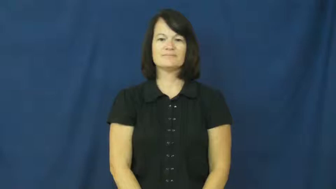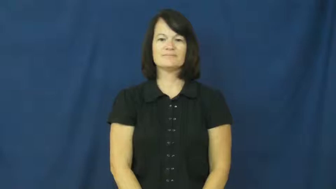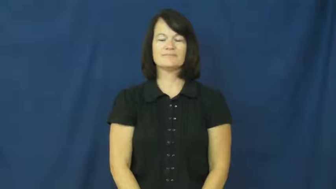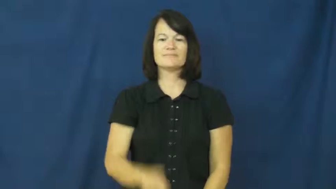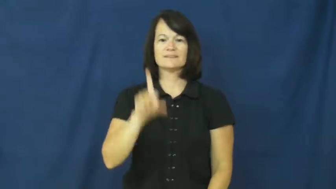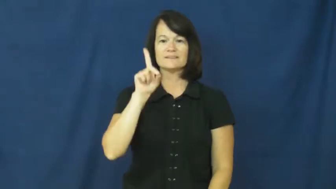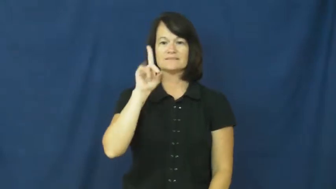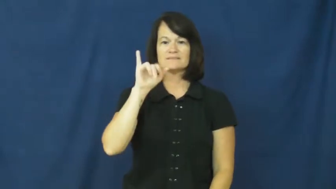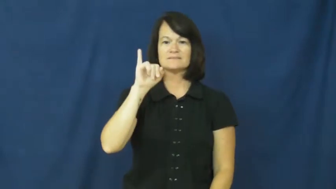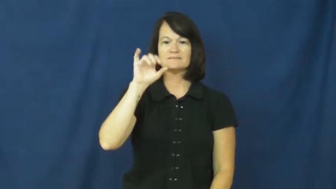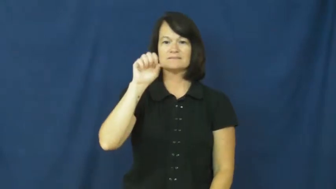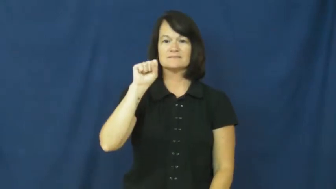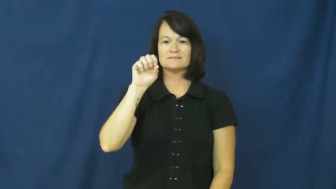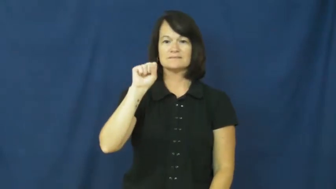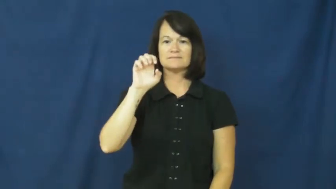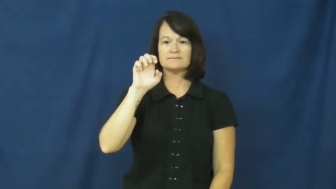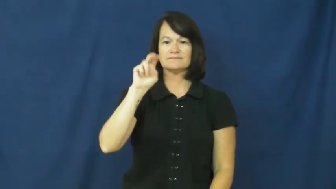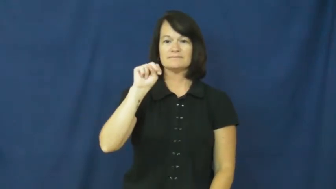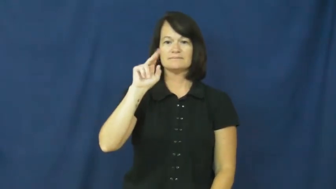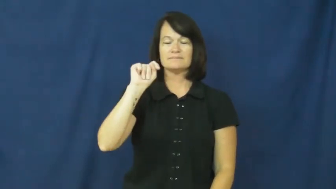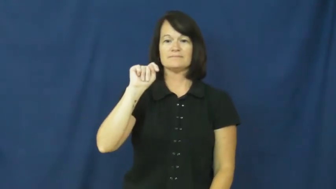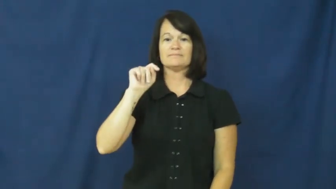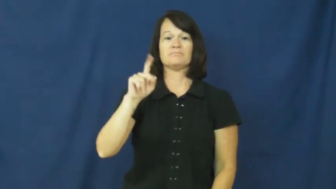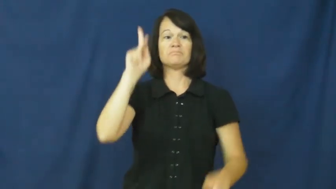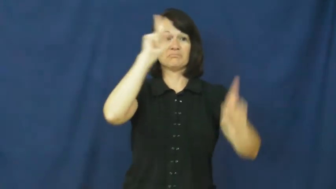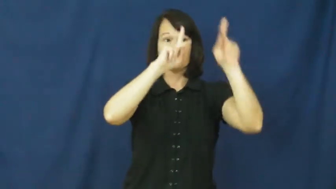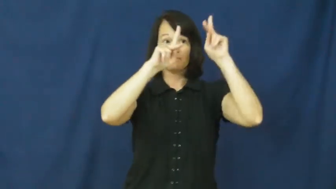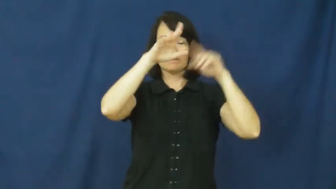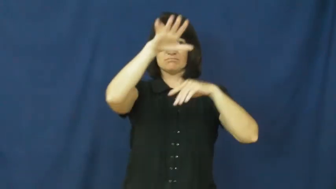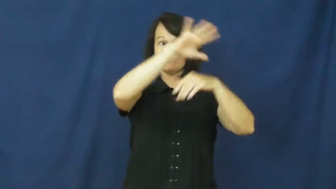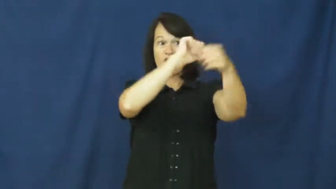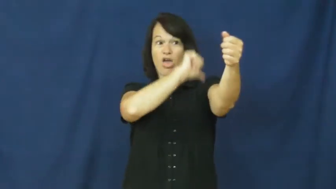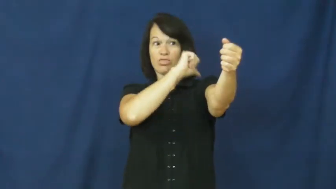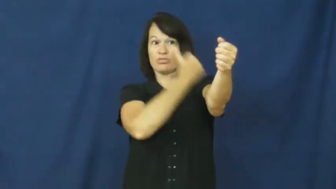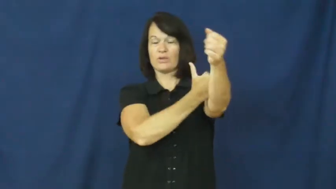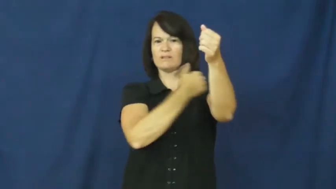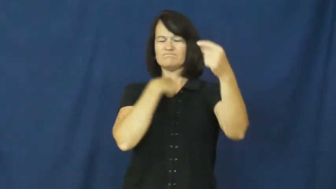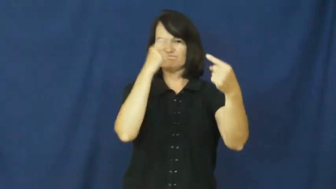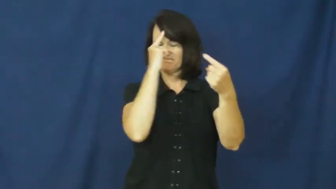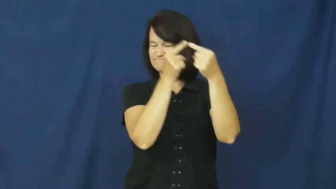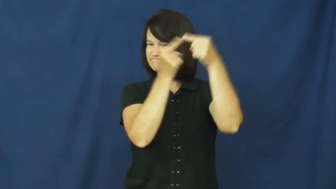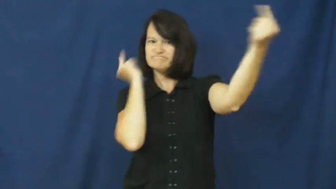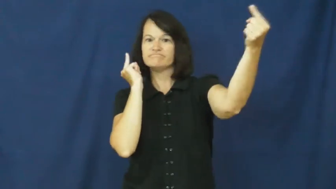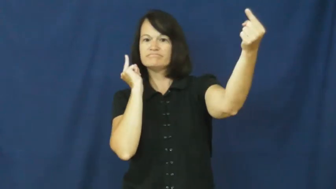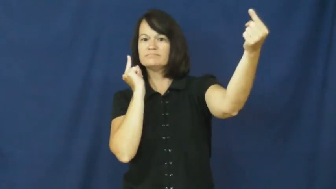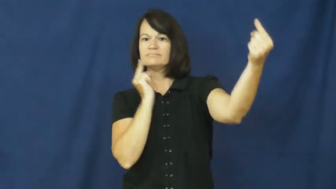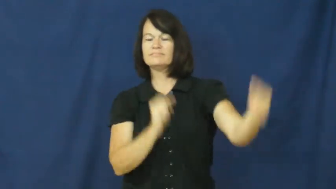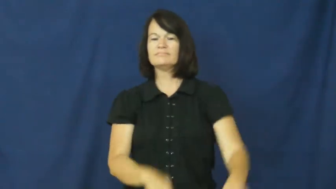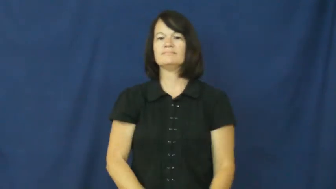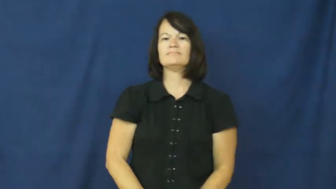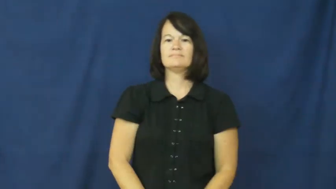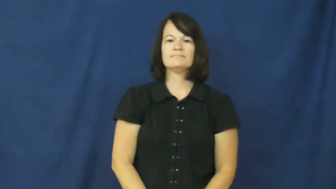dissent